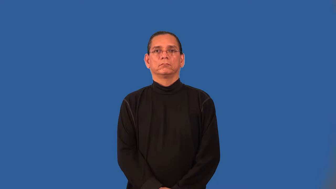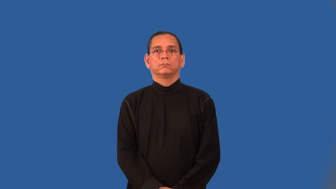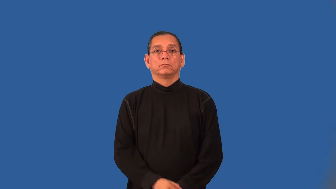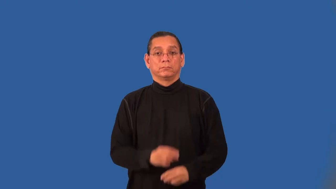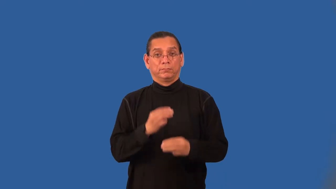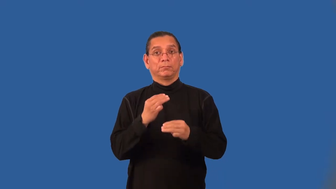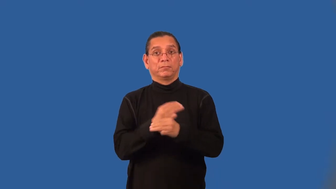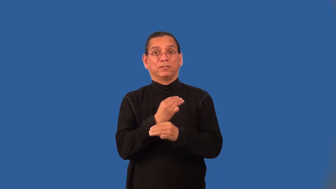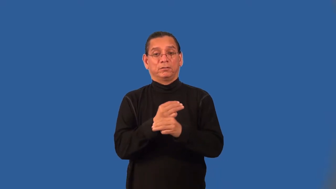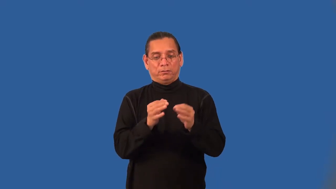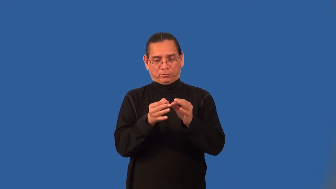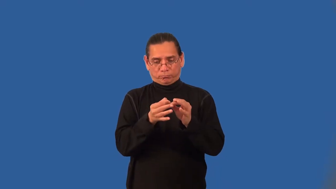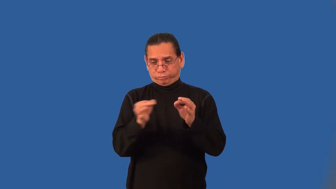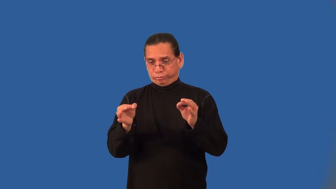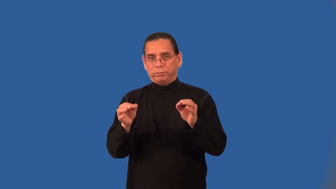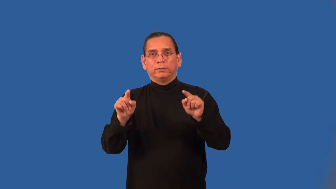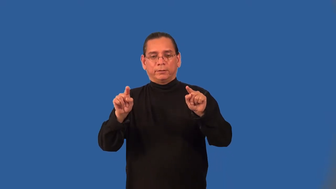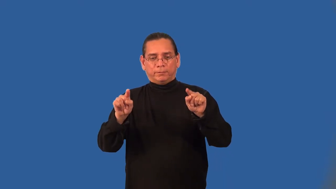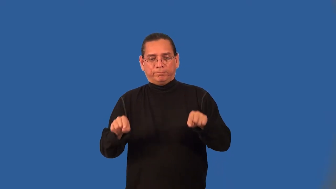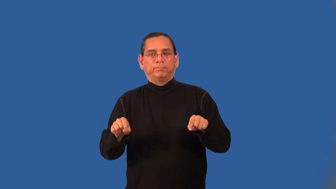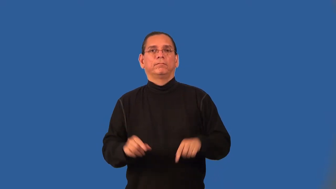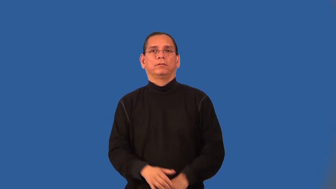absolute value function